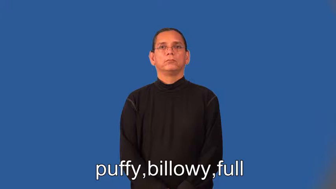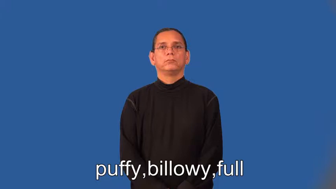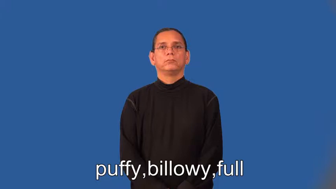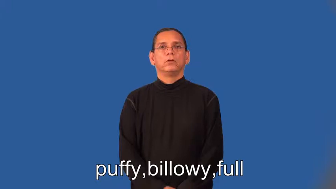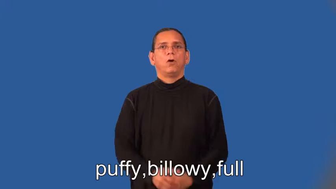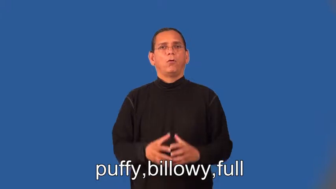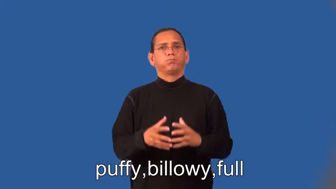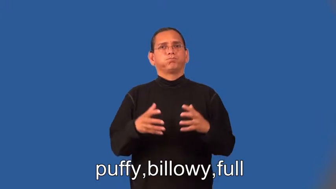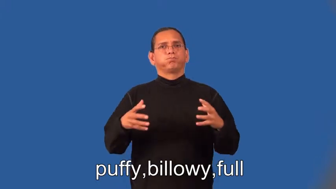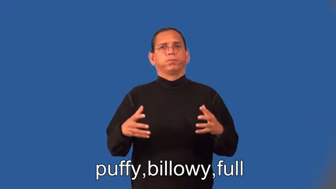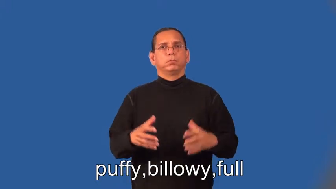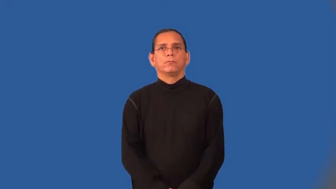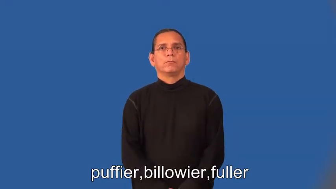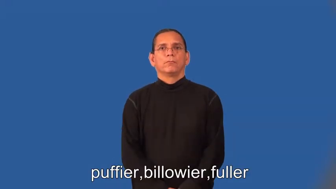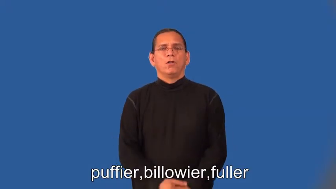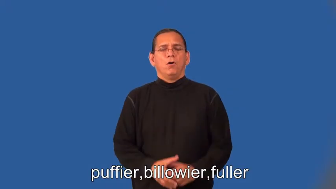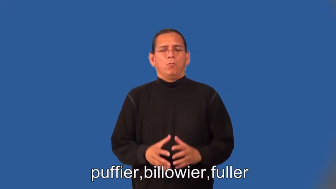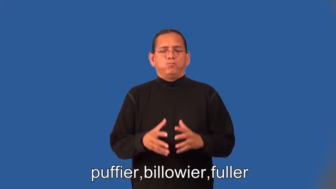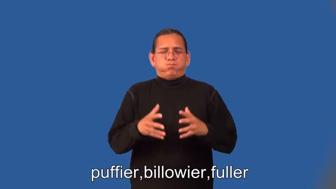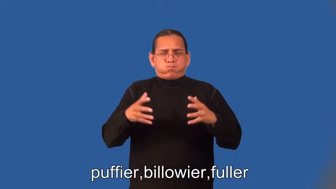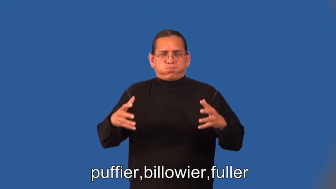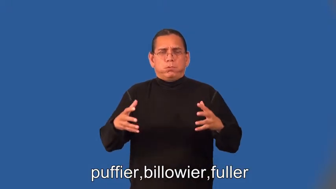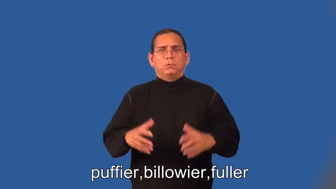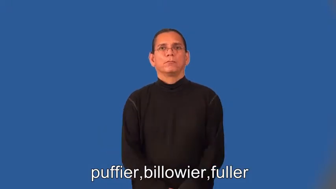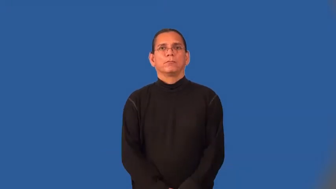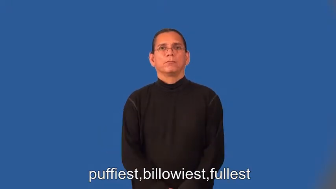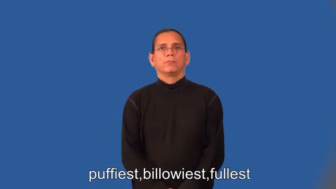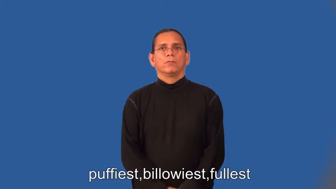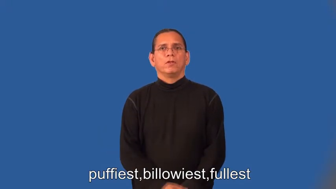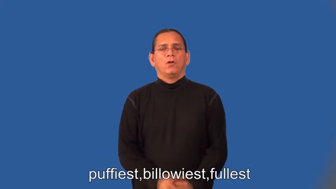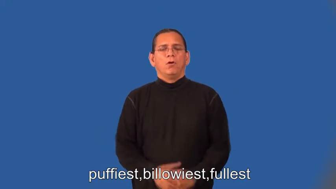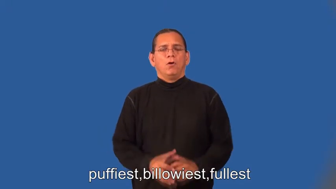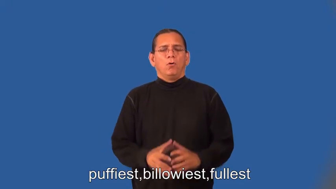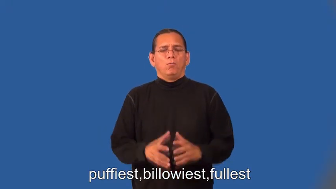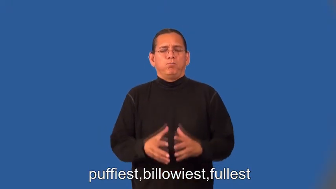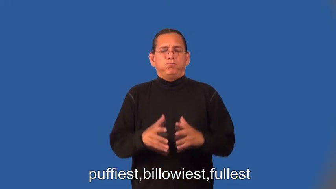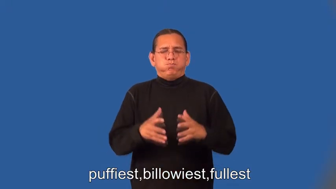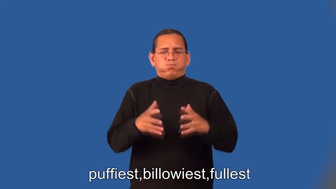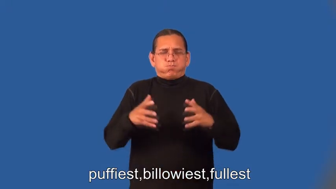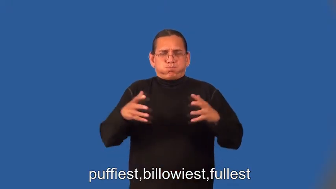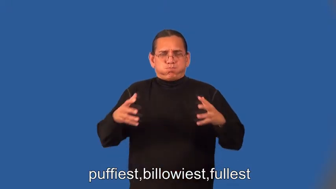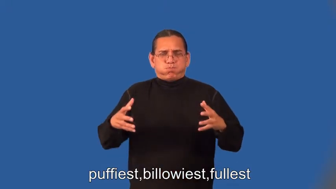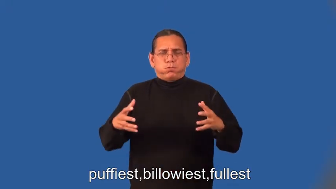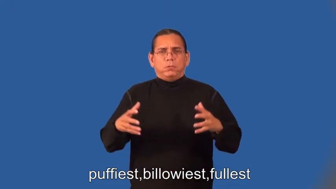puffier,billowier,fuller,puffiest,billowiest,fullest